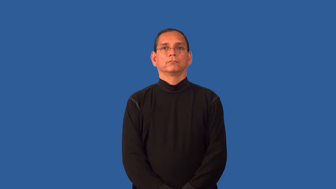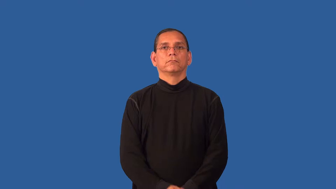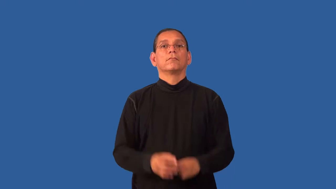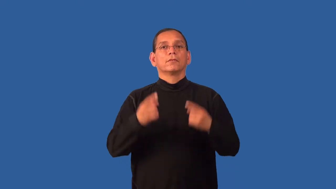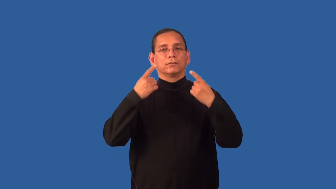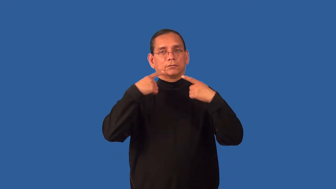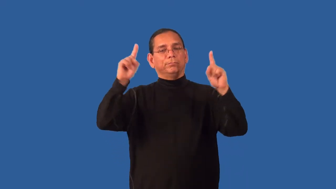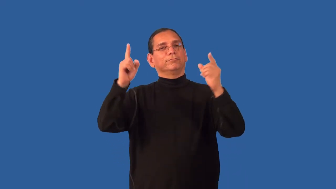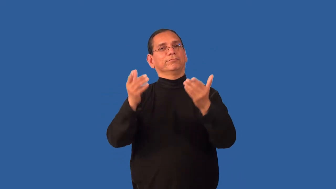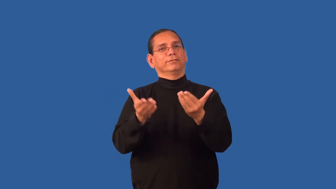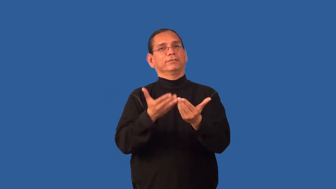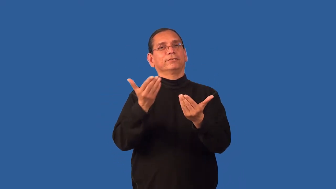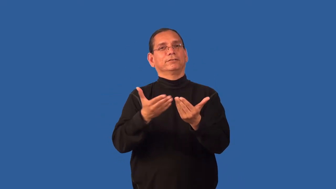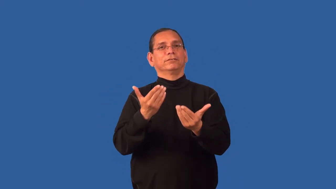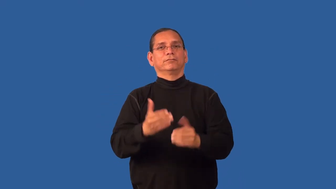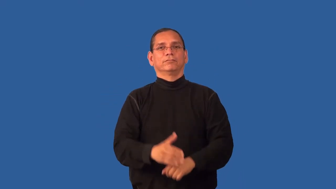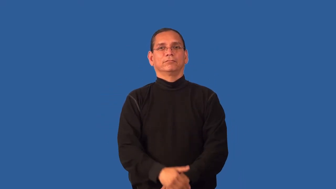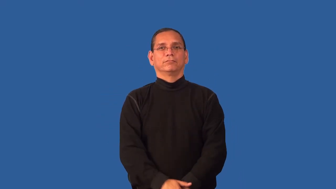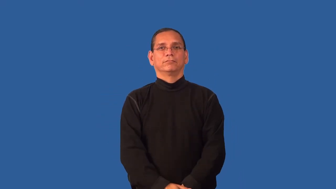effortless